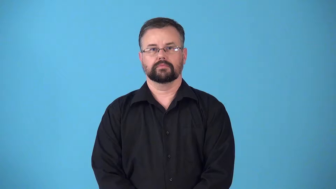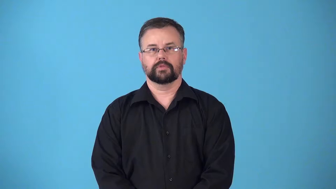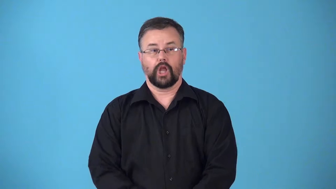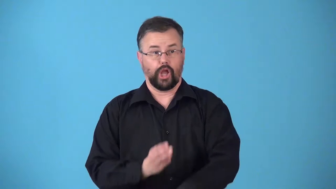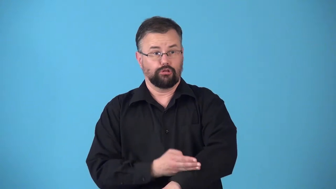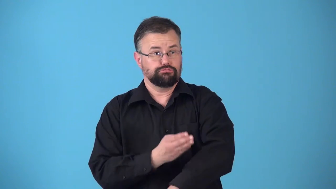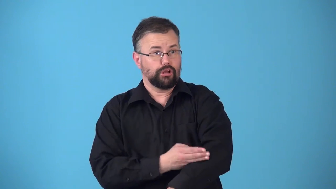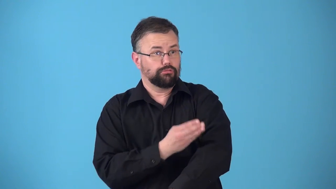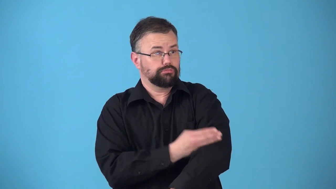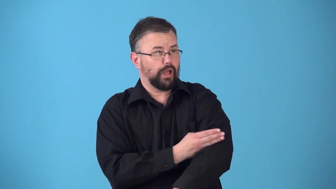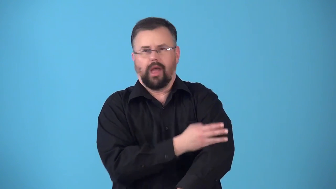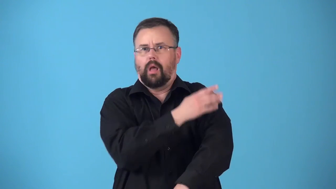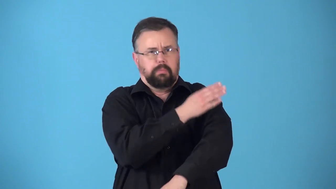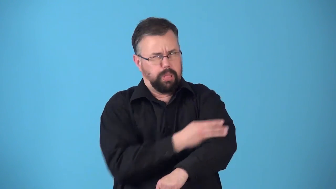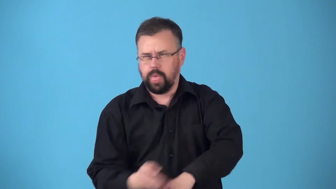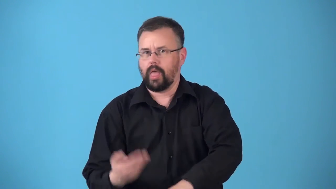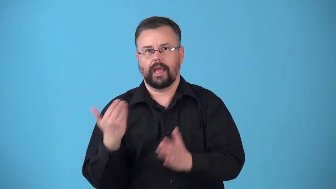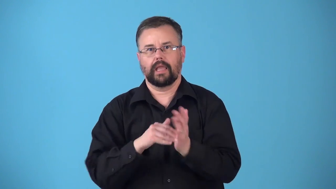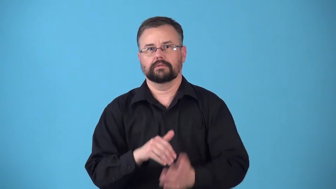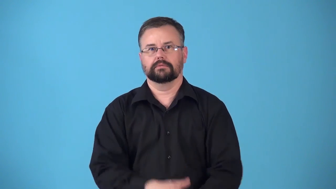retrograde